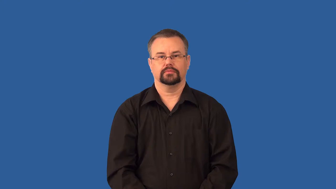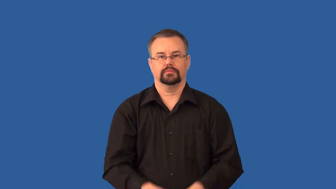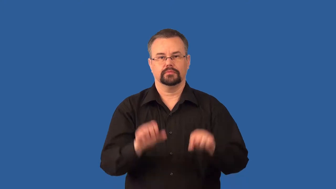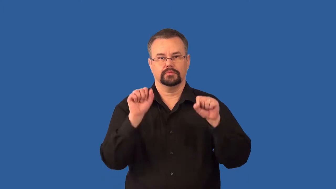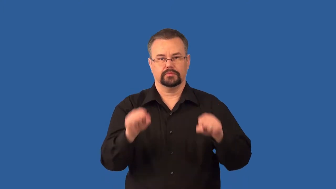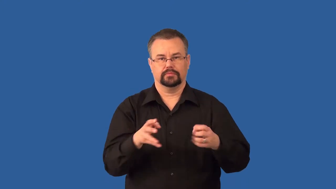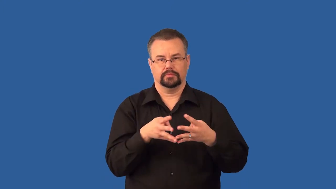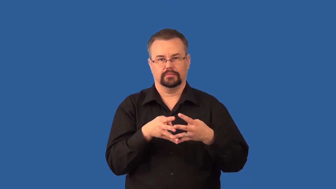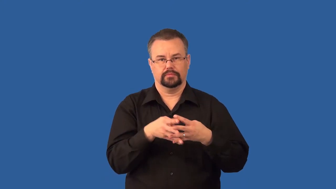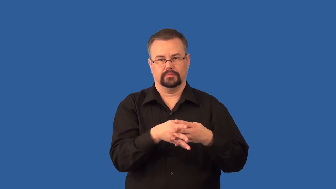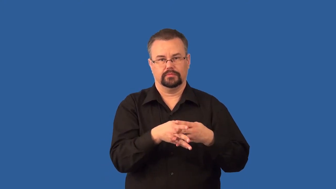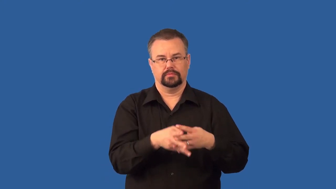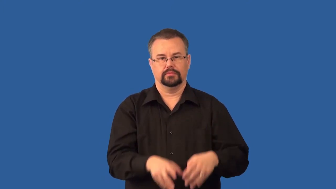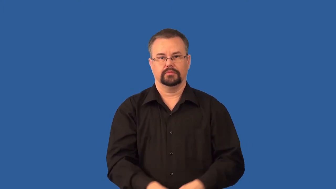permeable